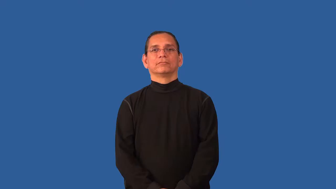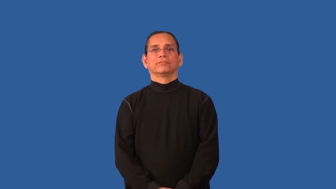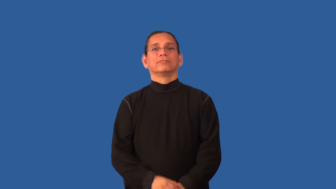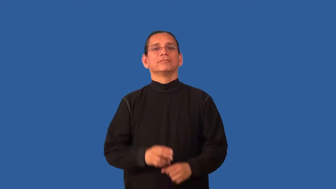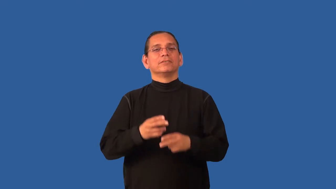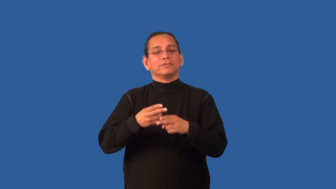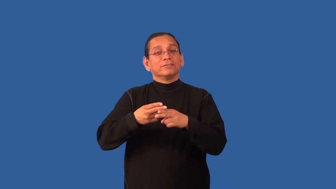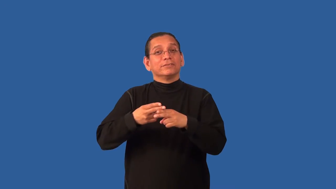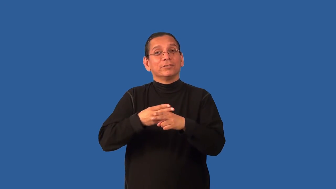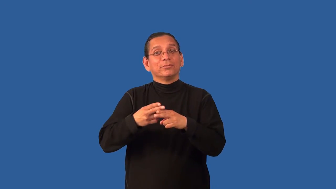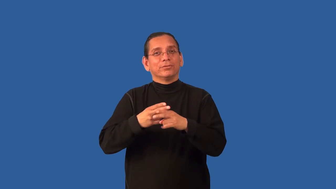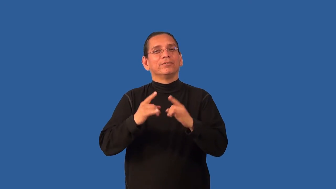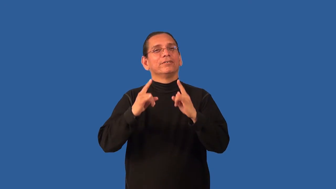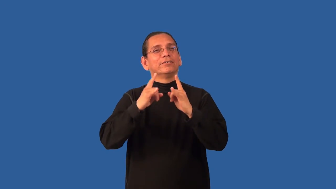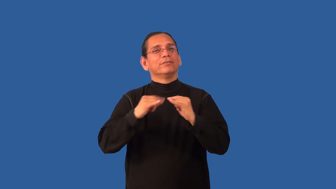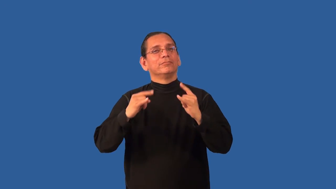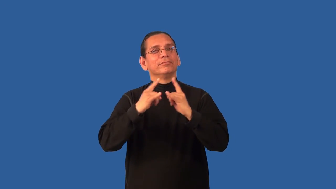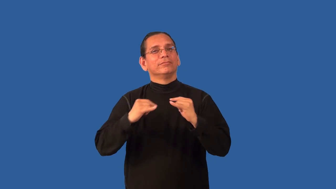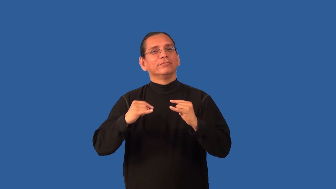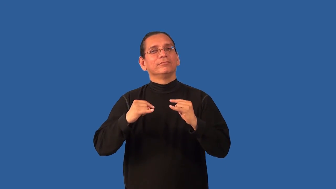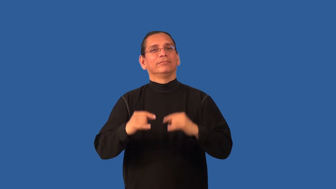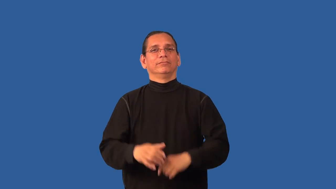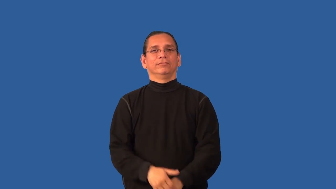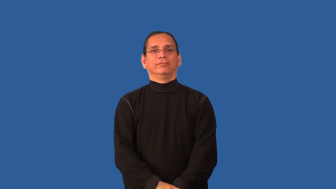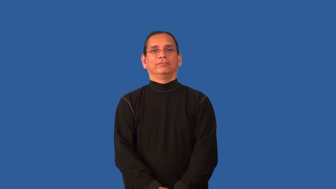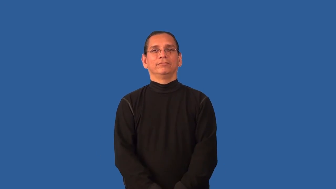bivouac